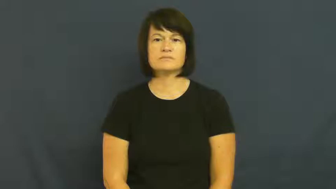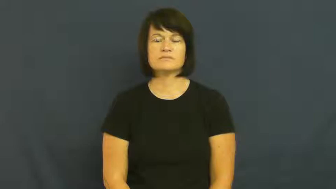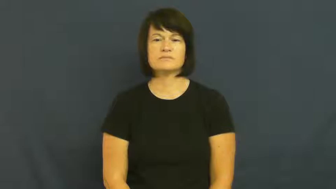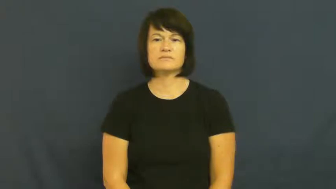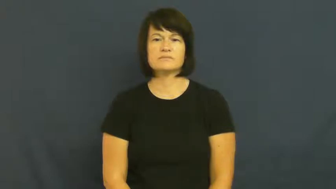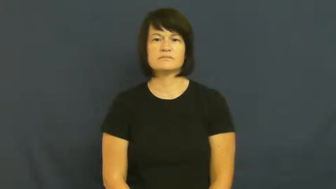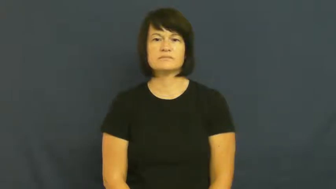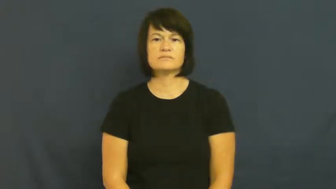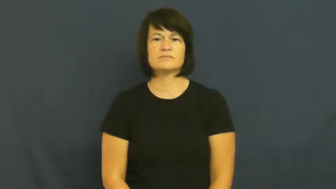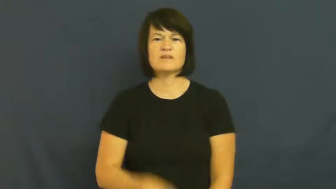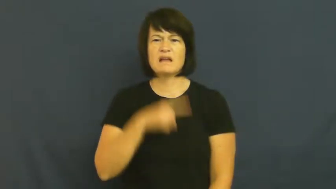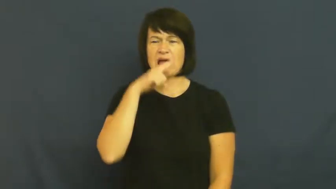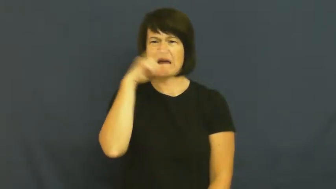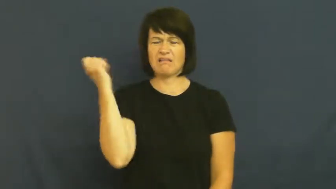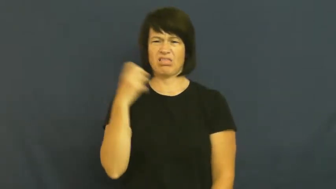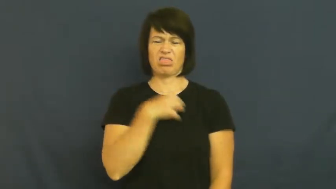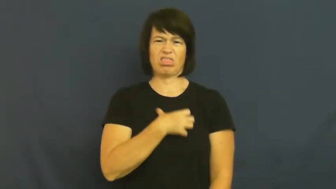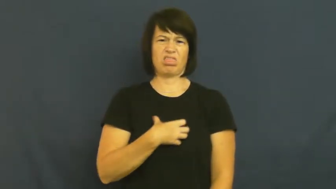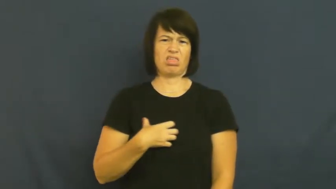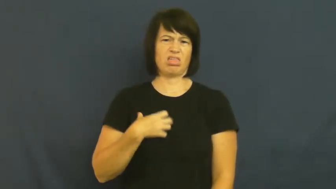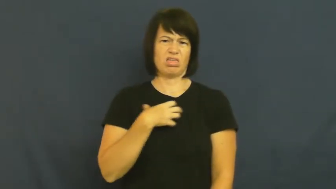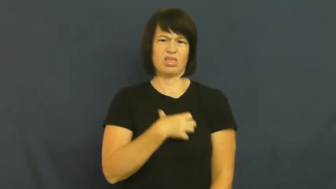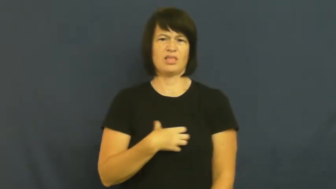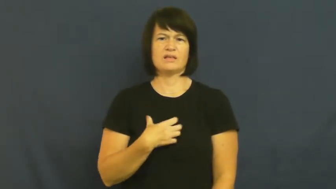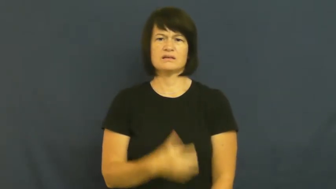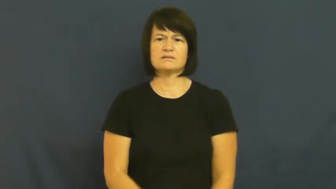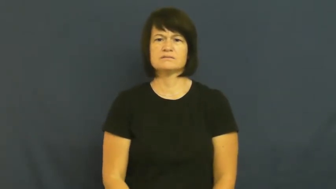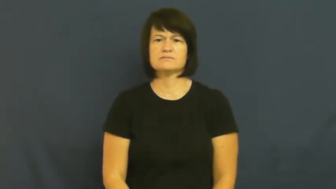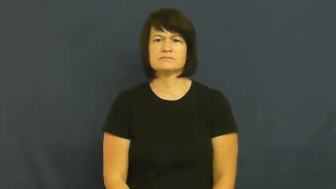revolting-gross